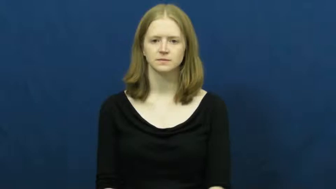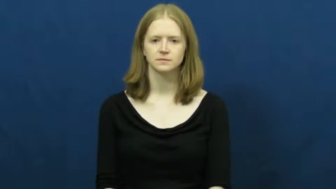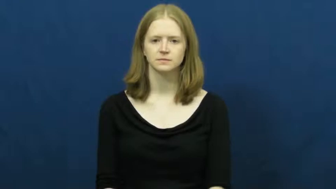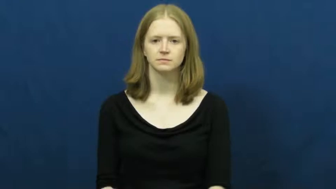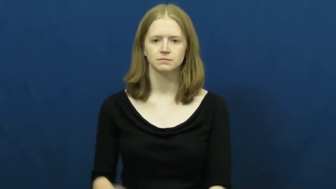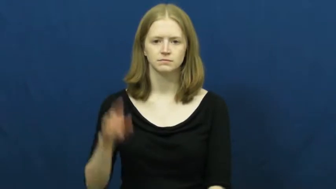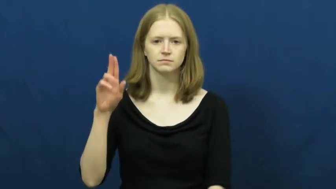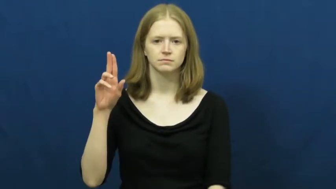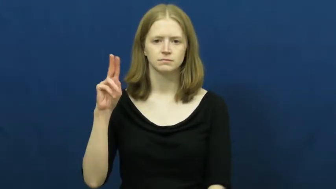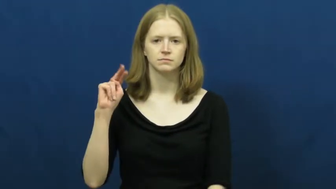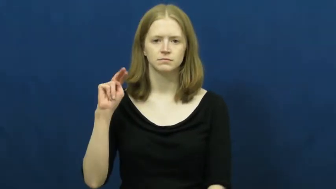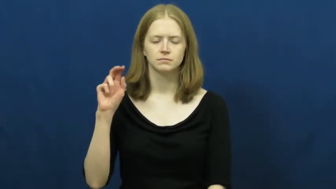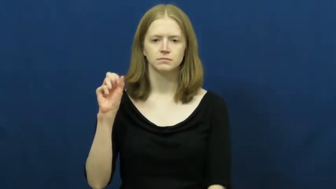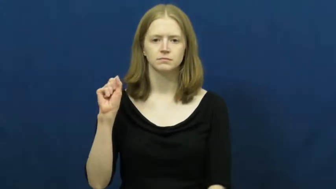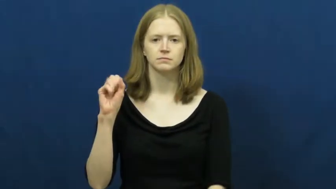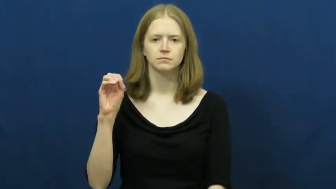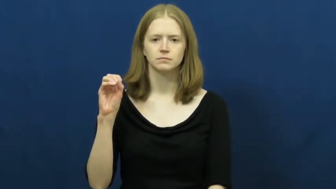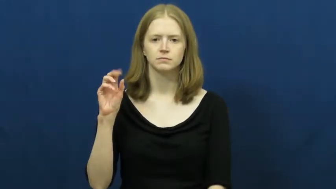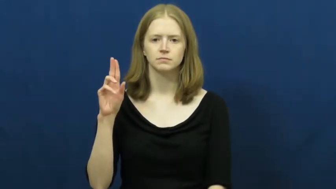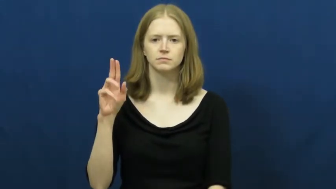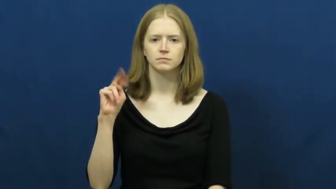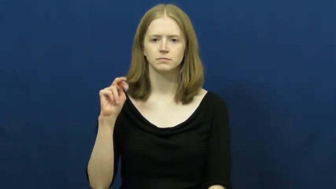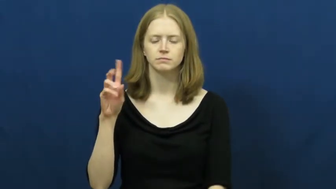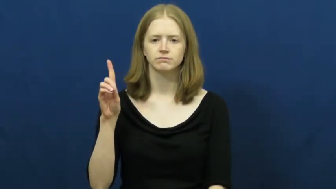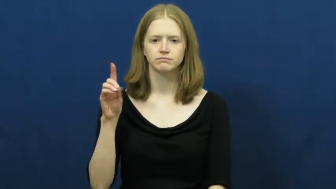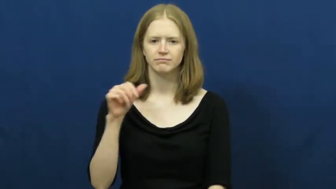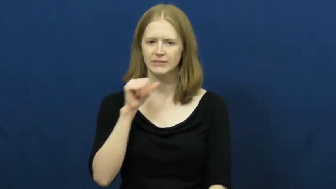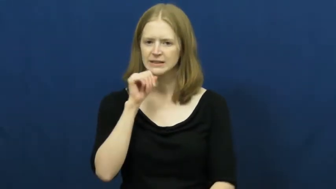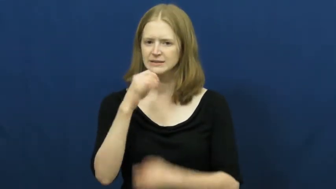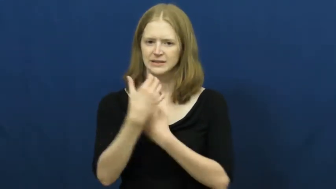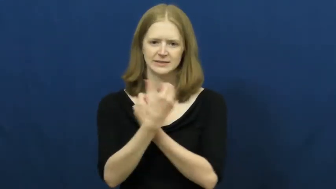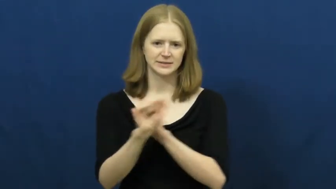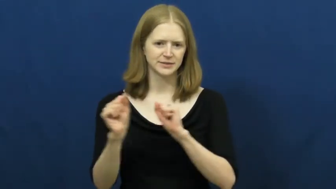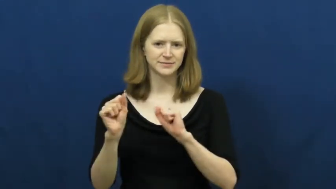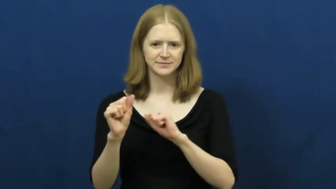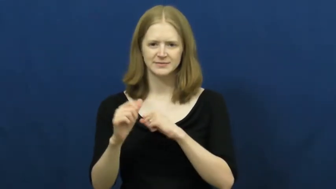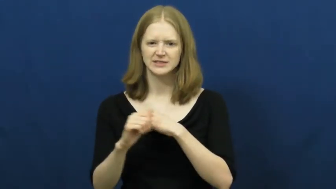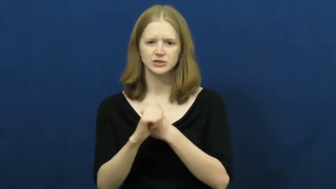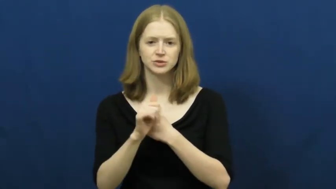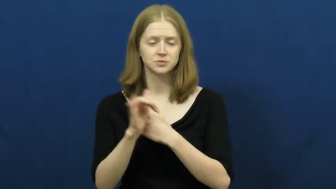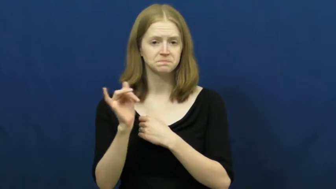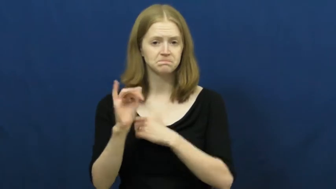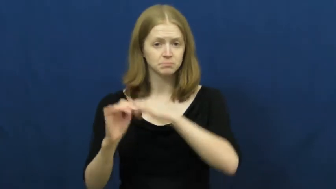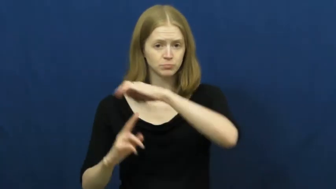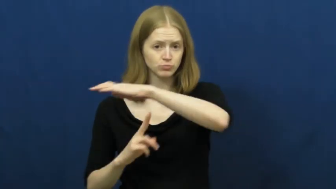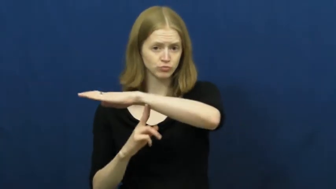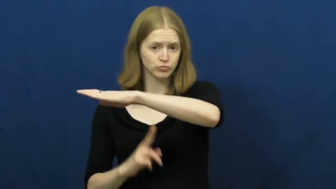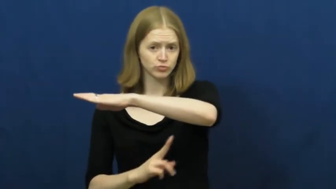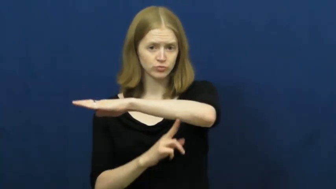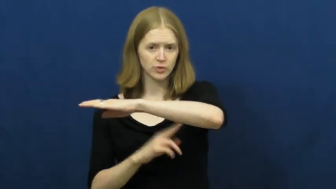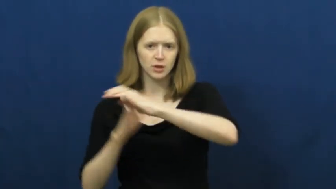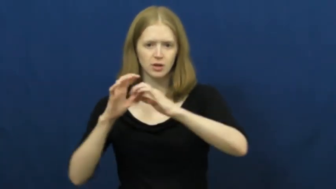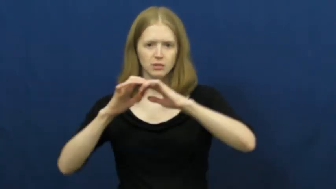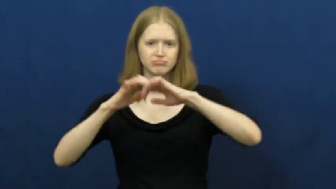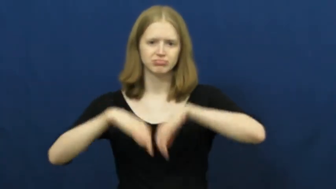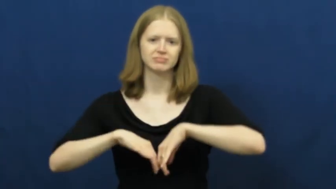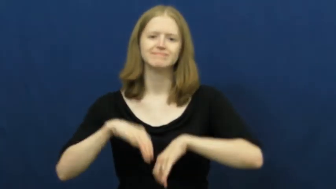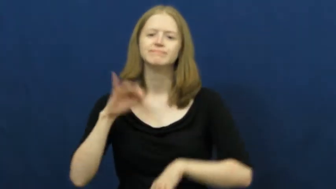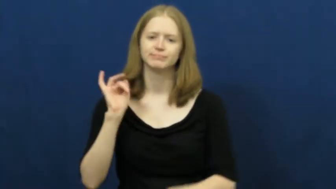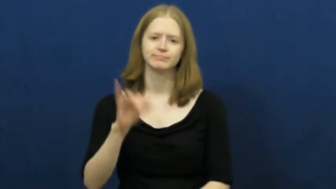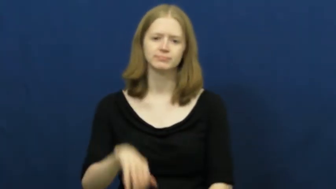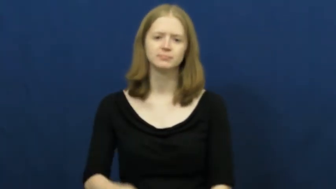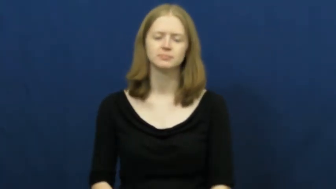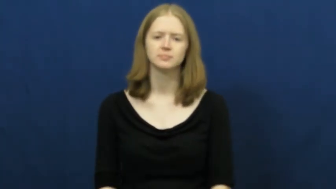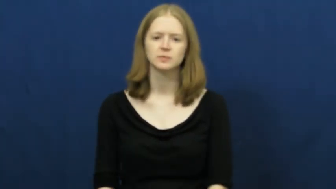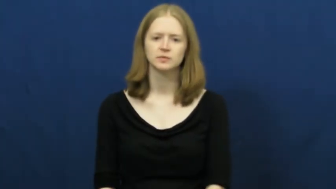unsound-not safe